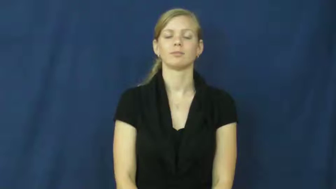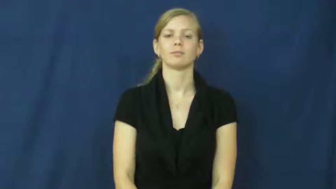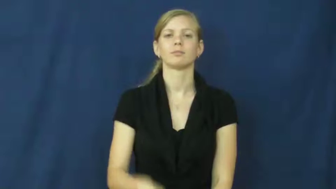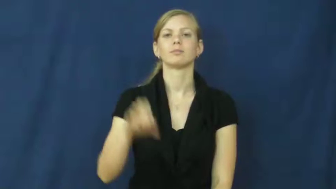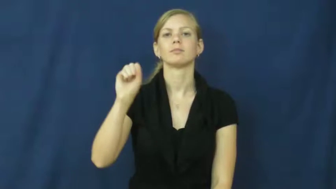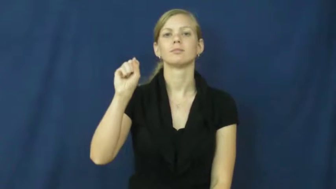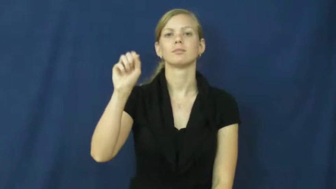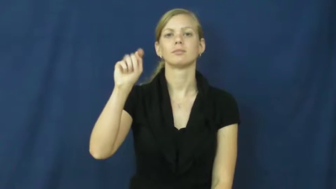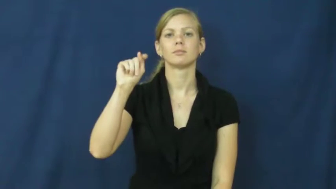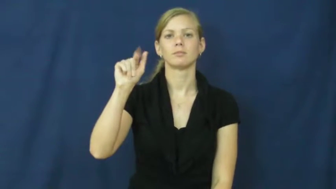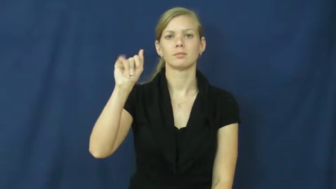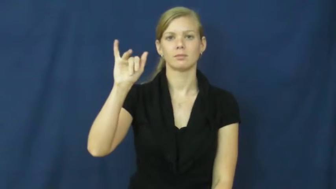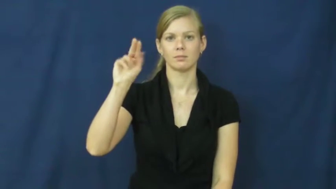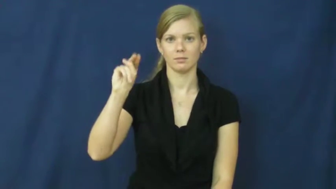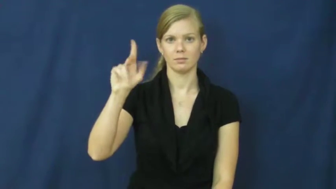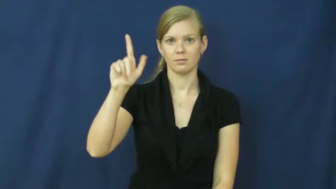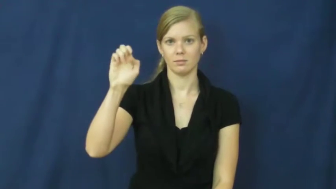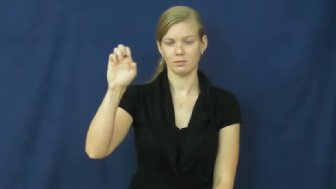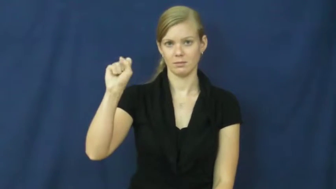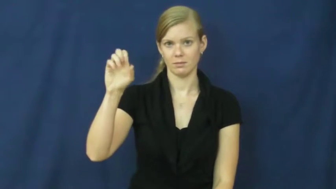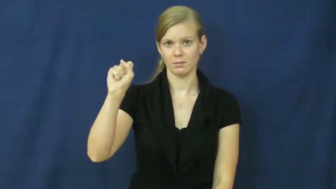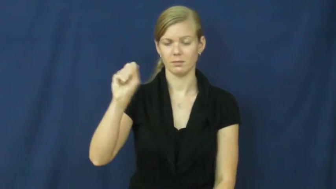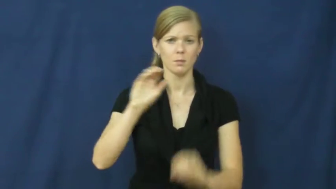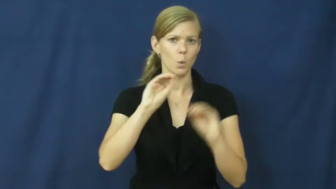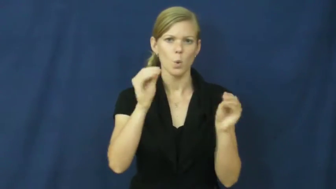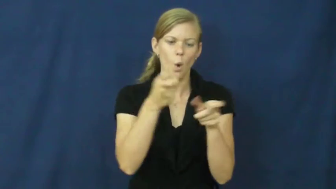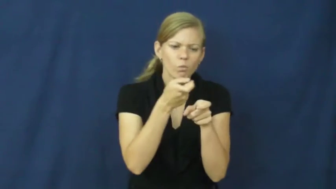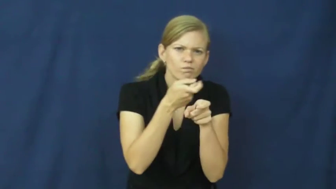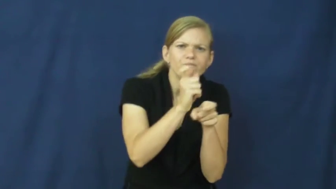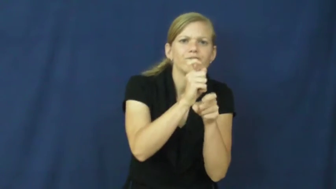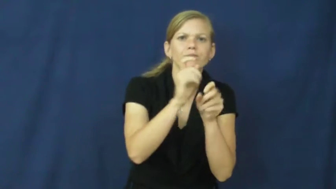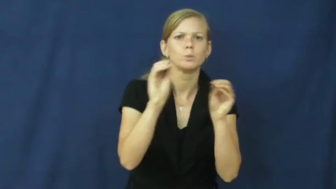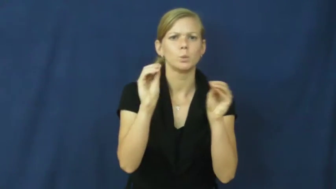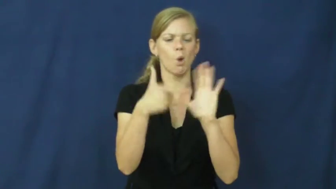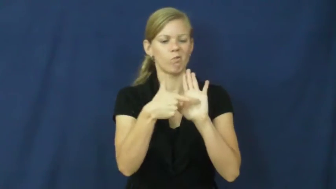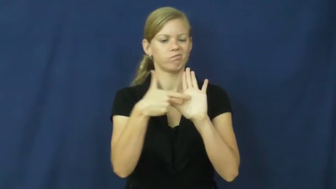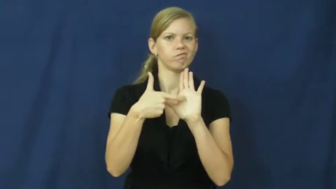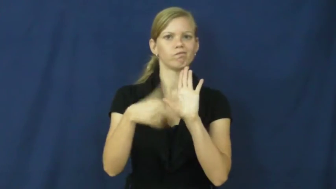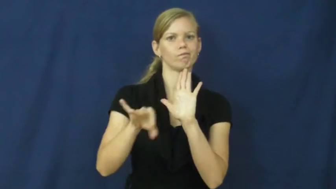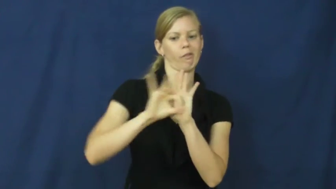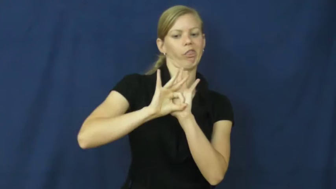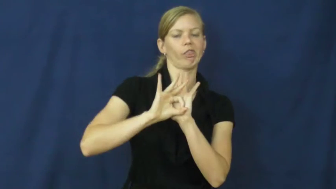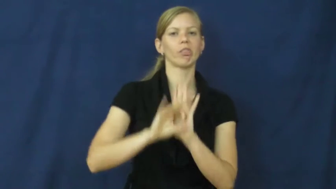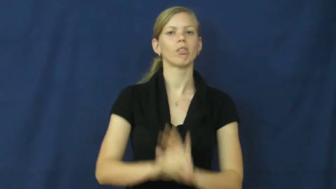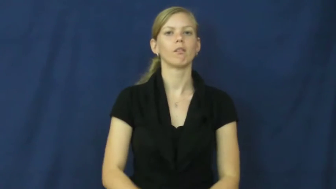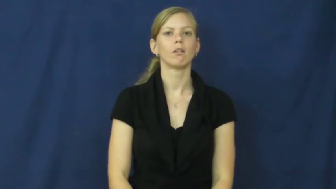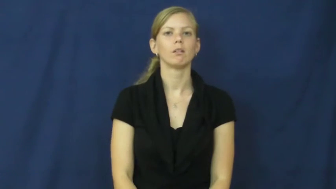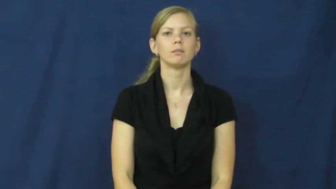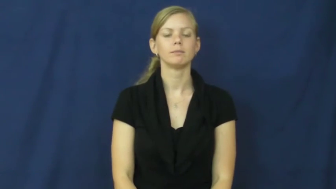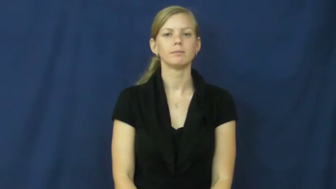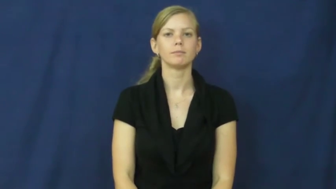stainless